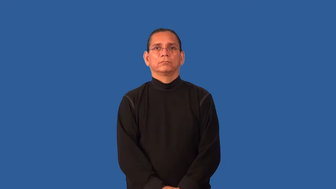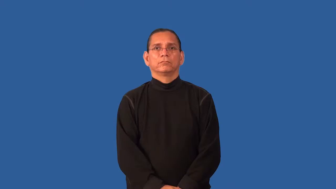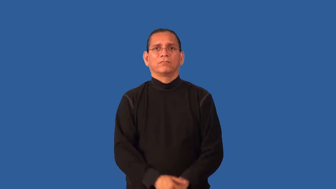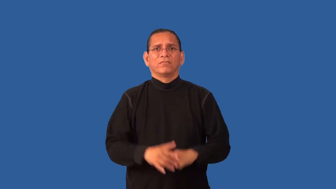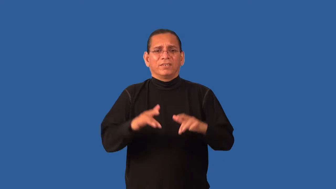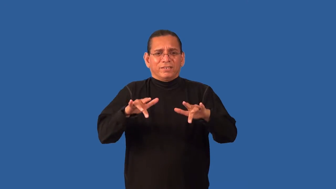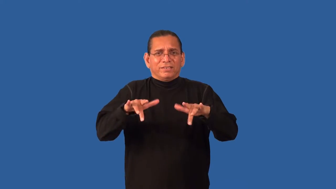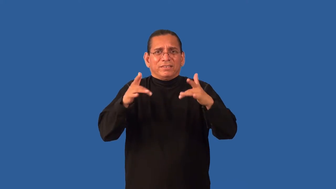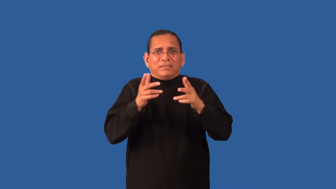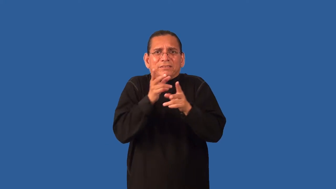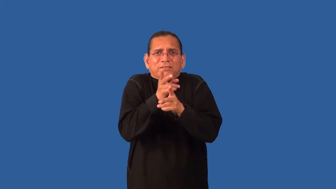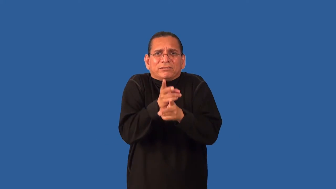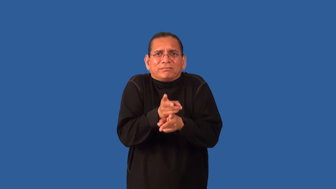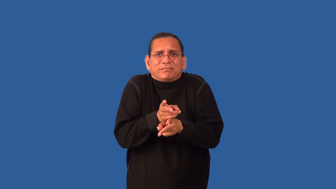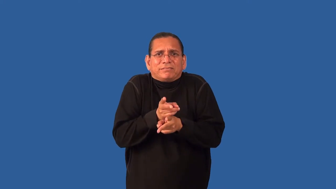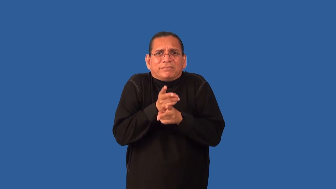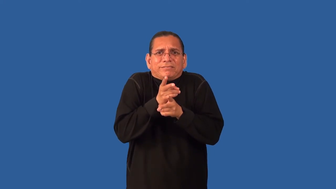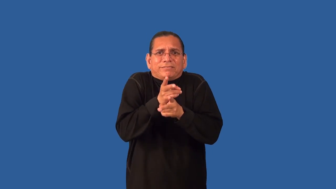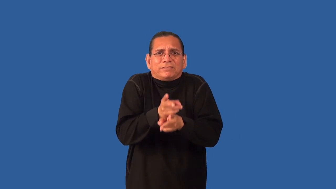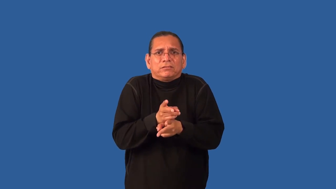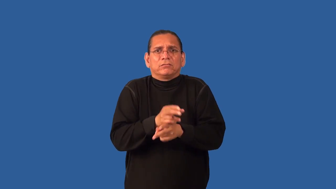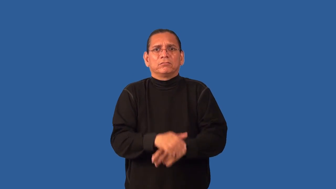gingerly